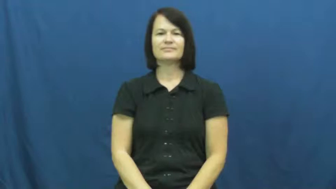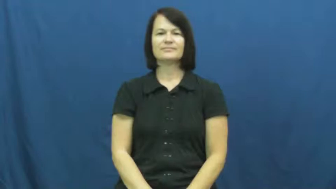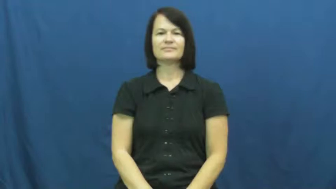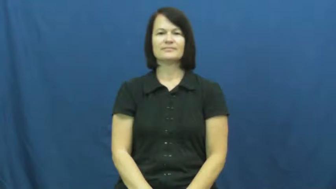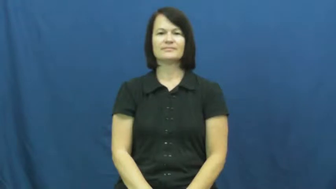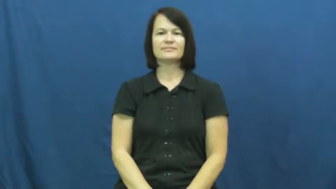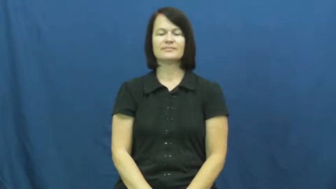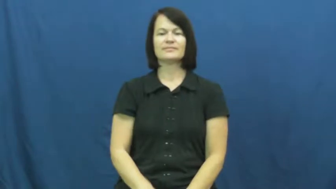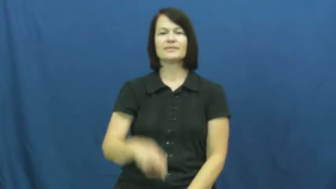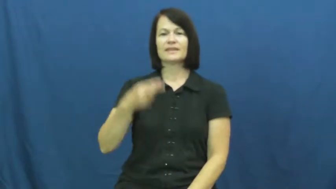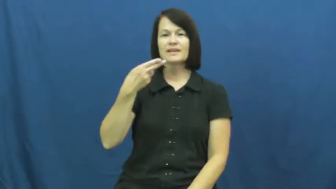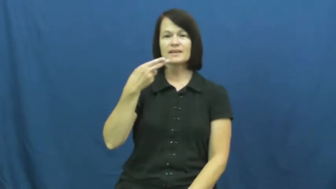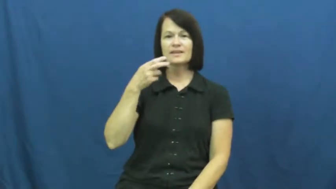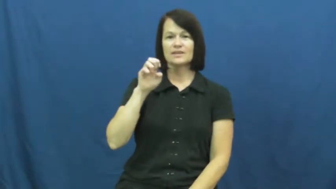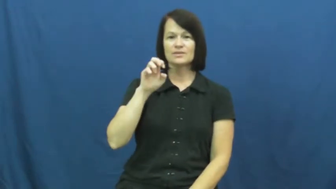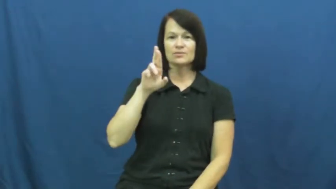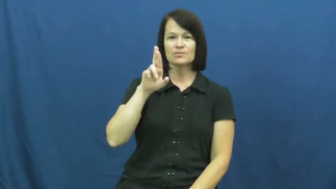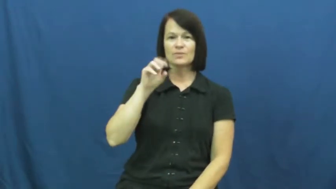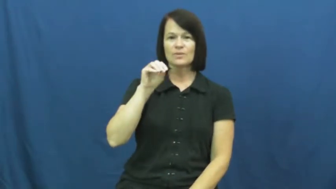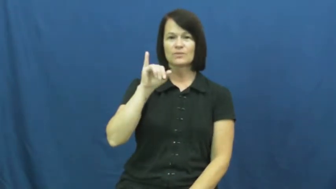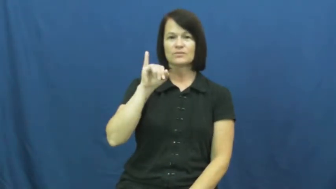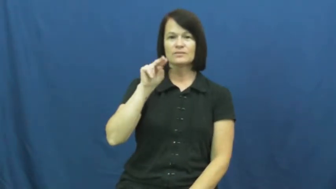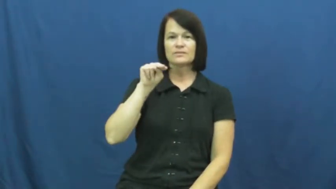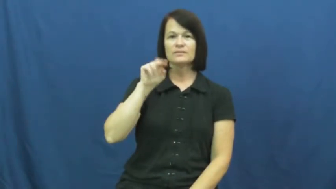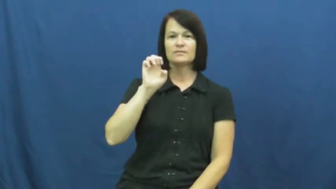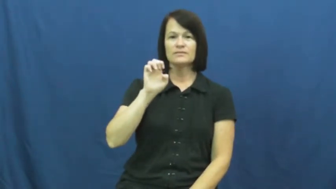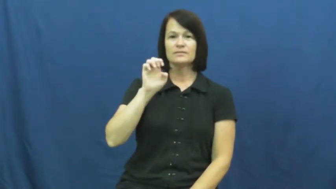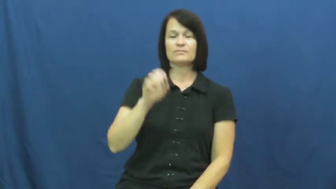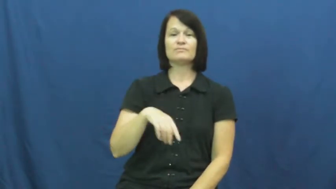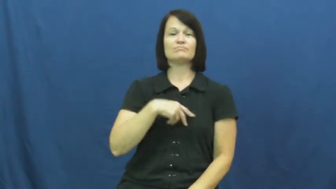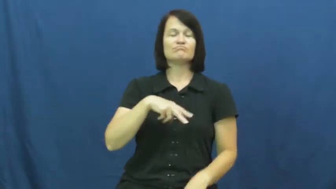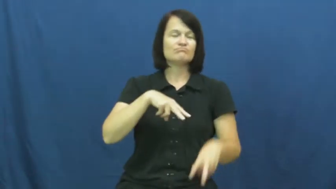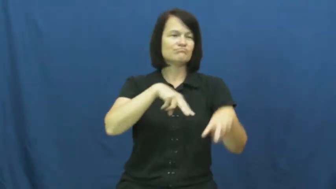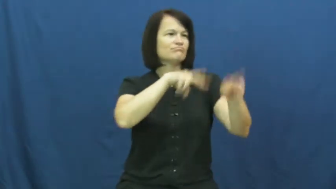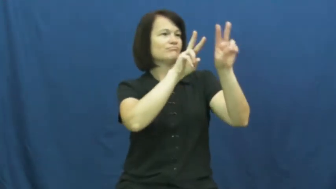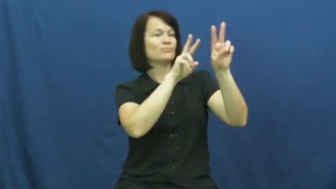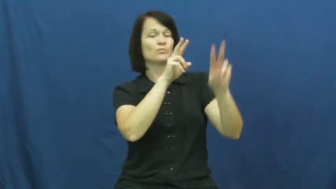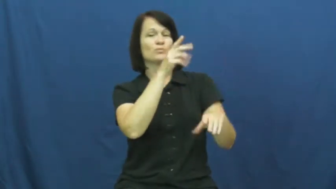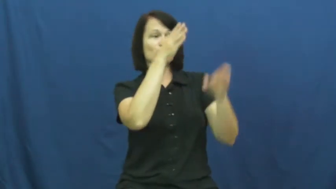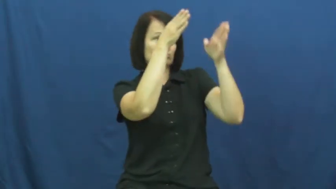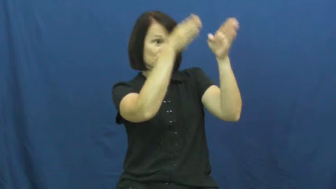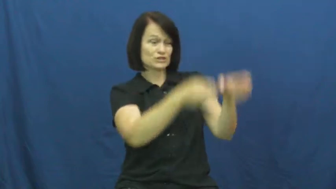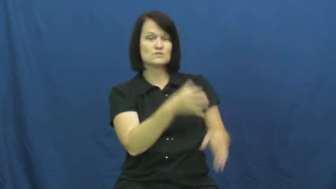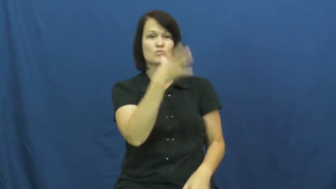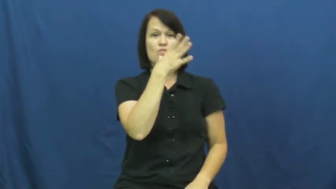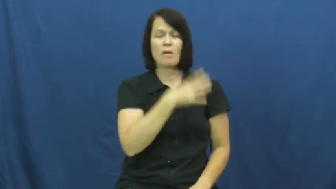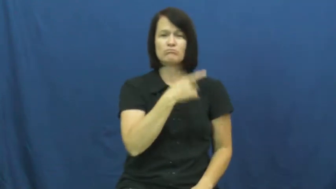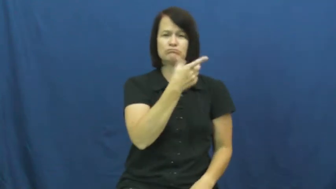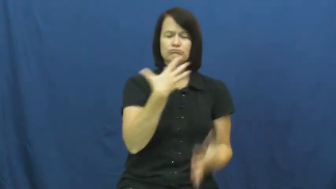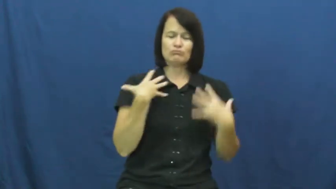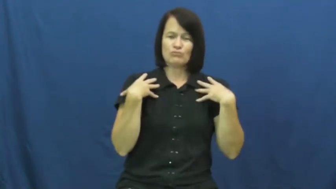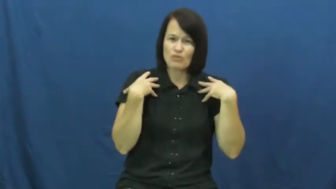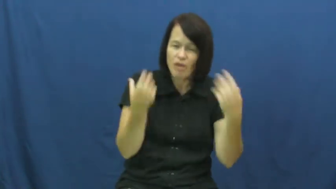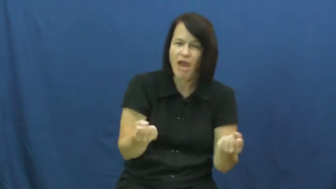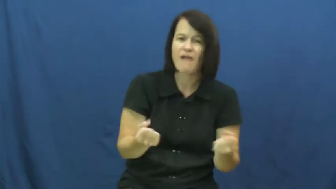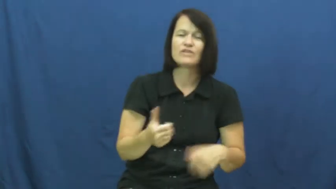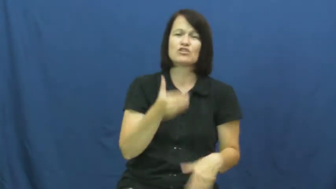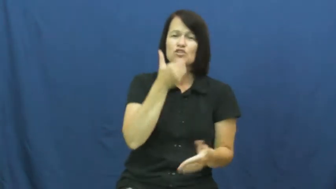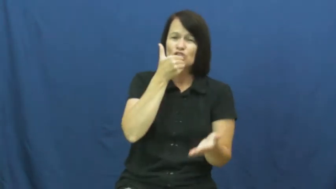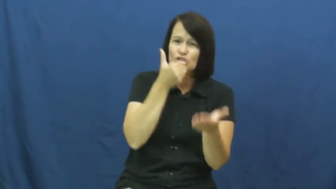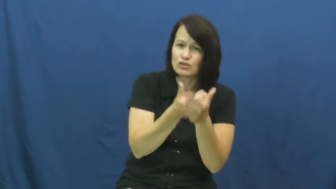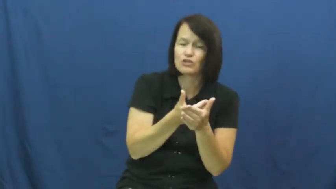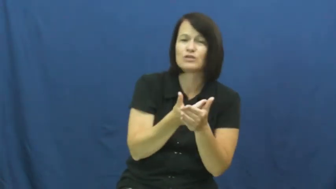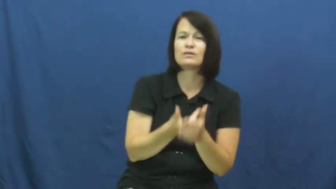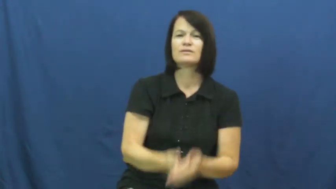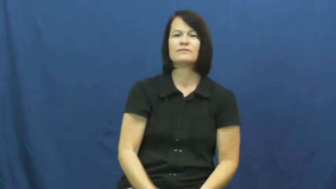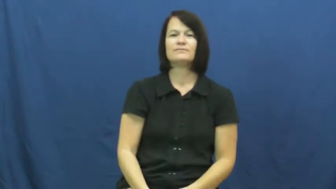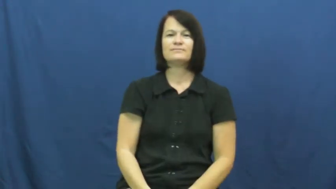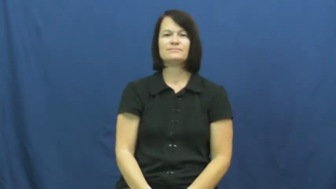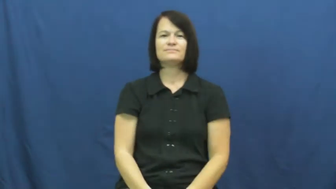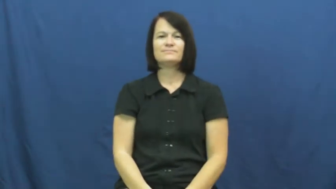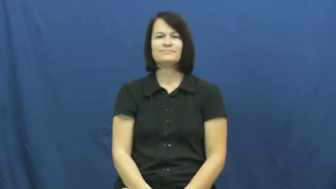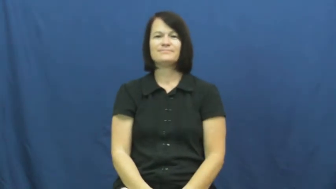heroine